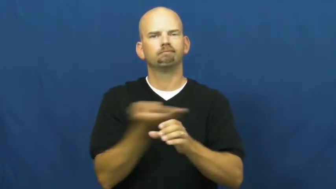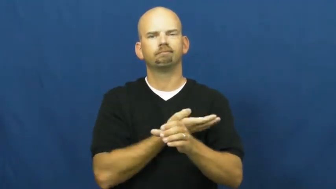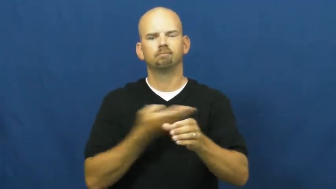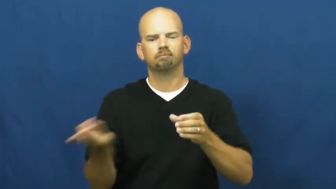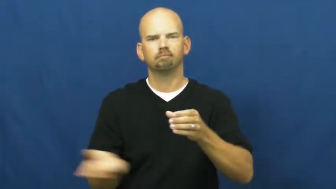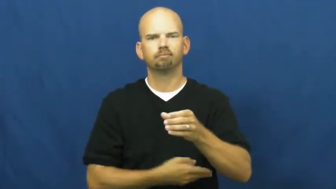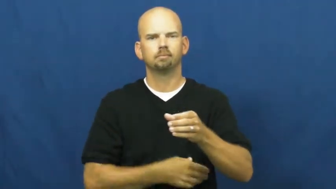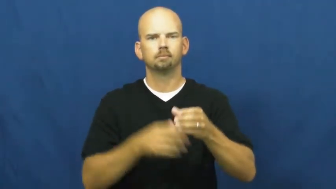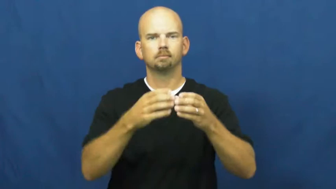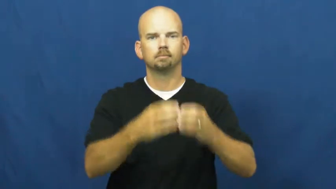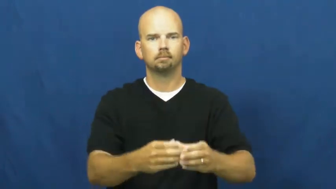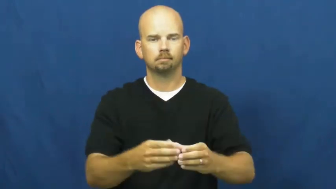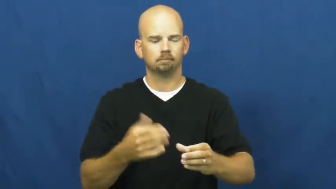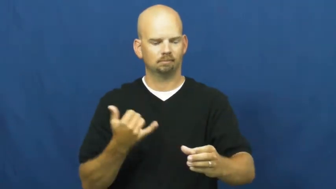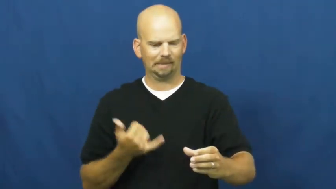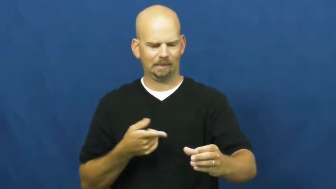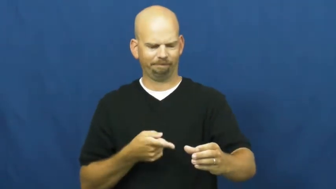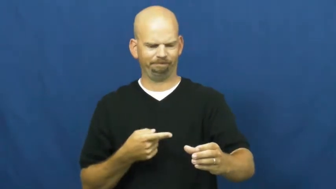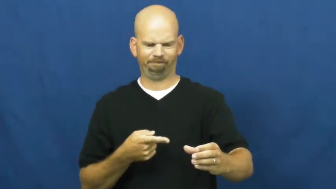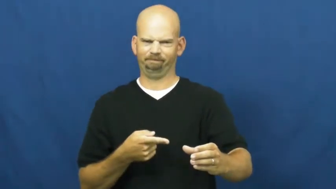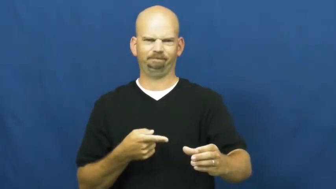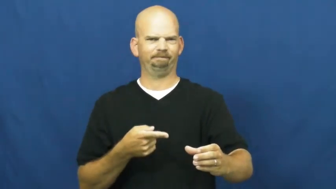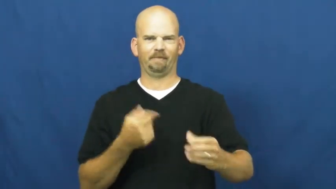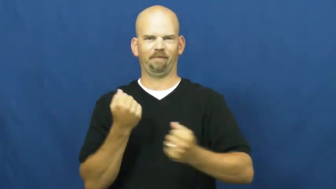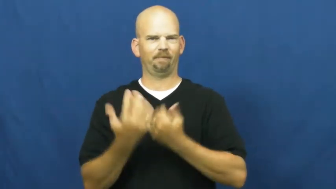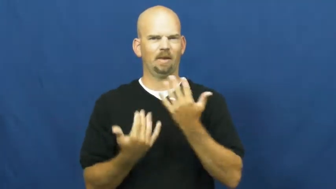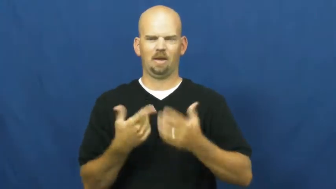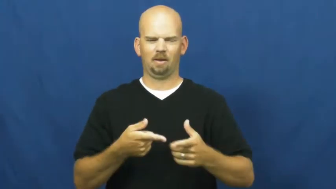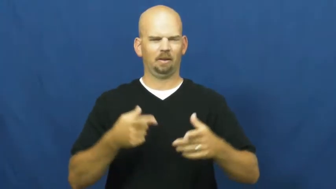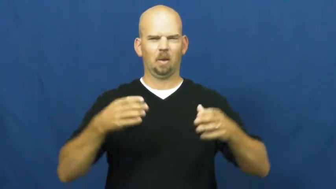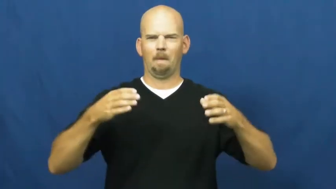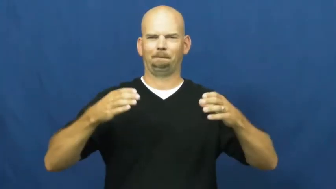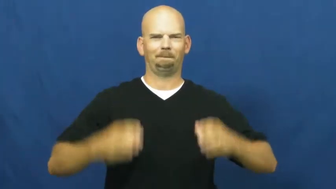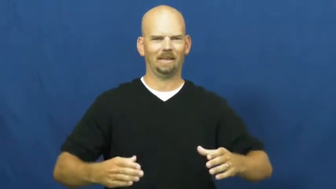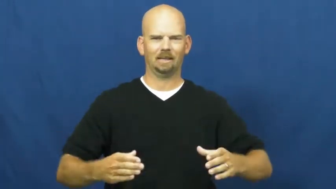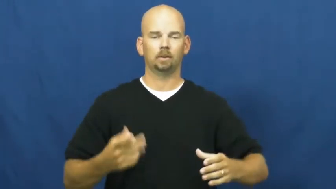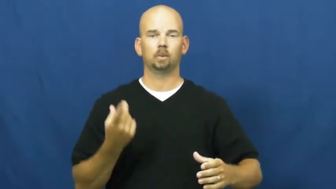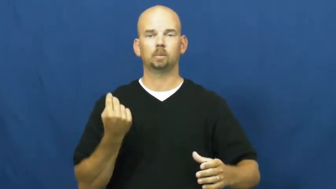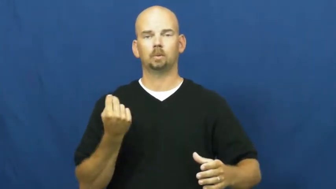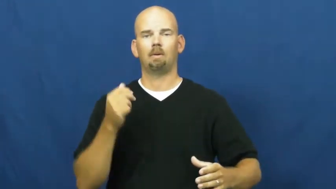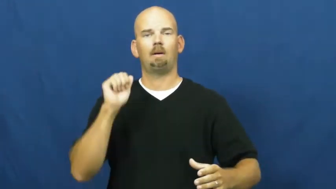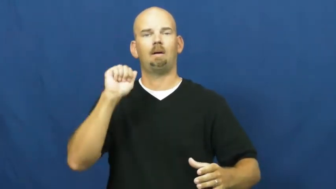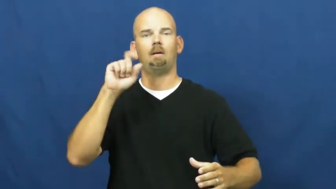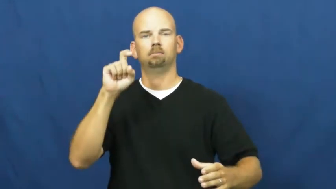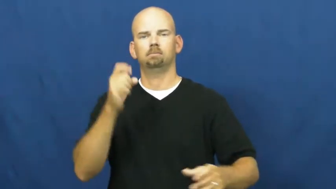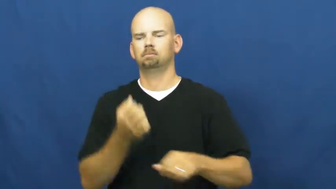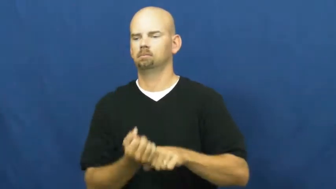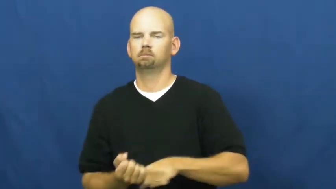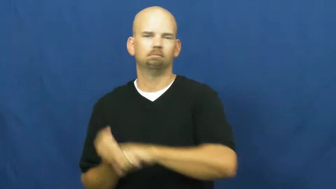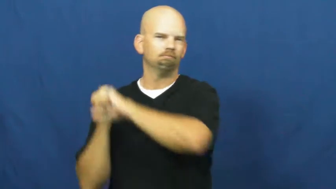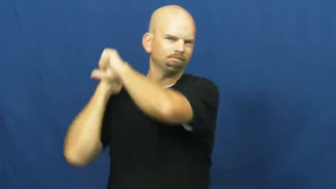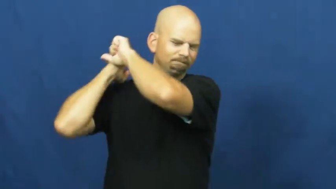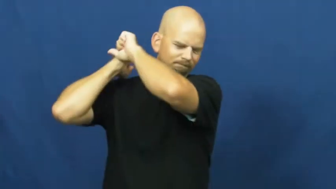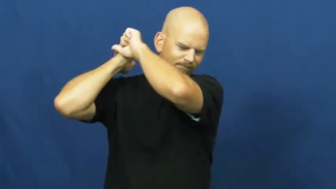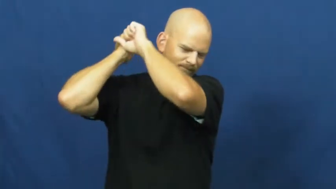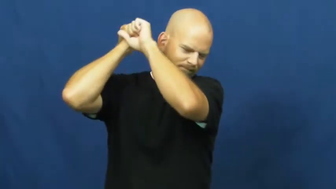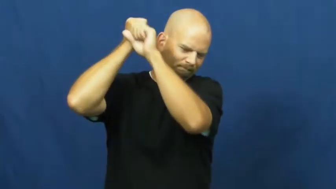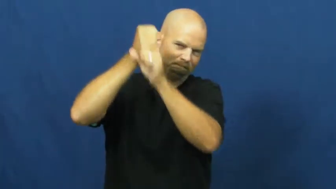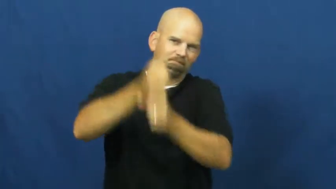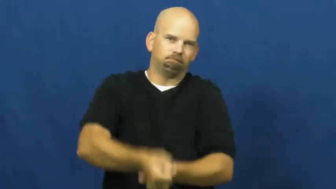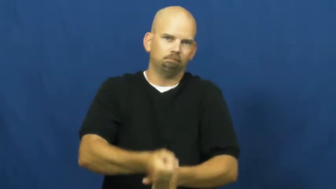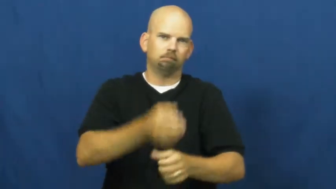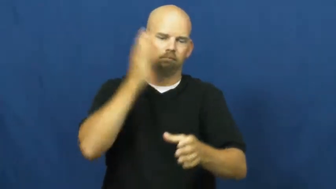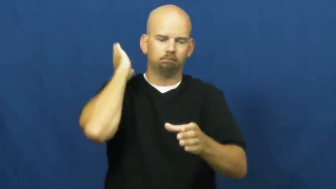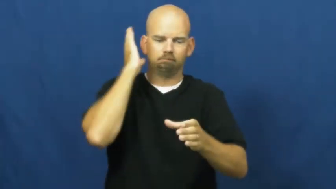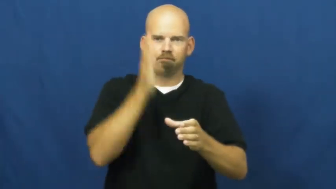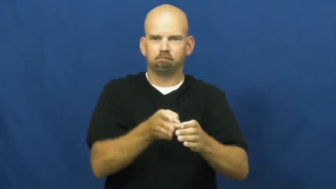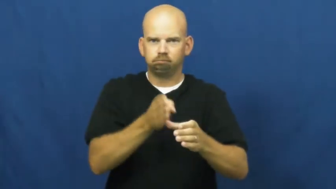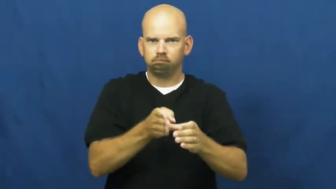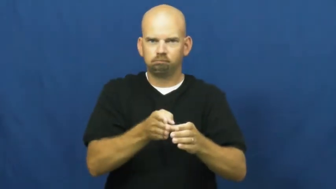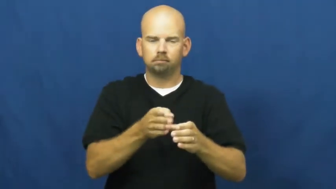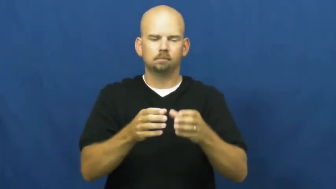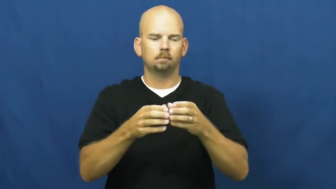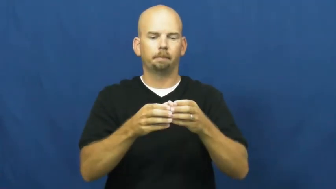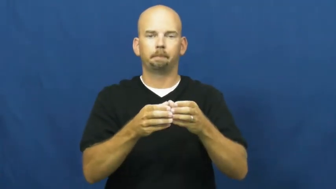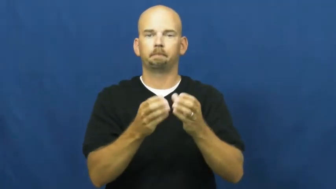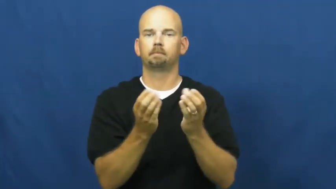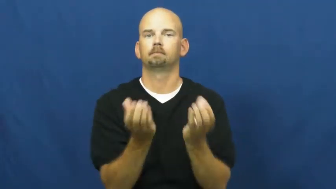split-wood